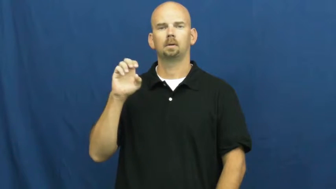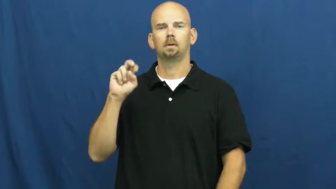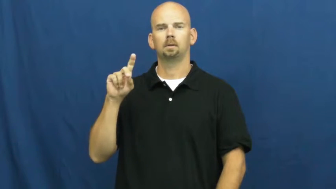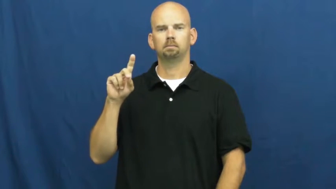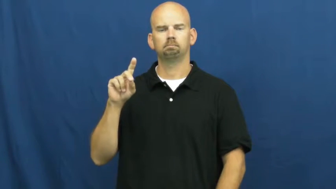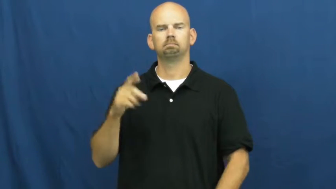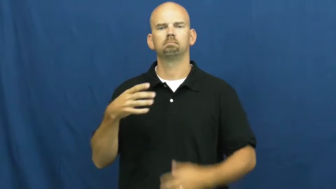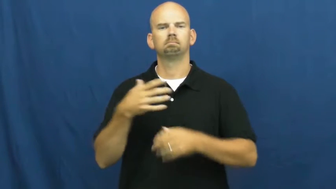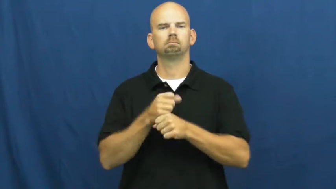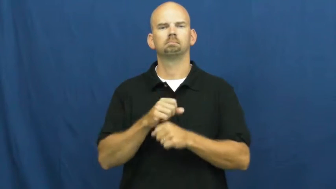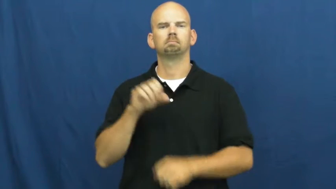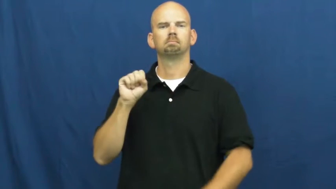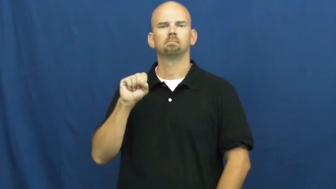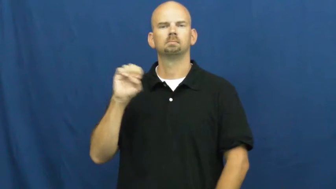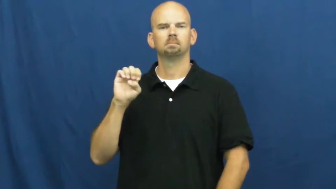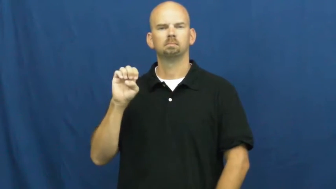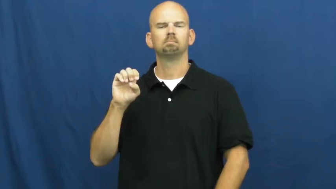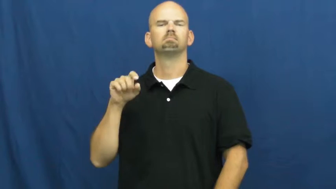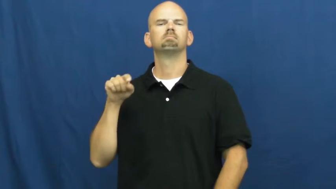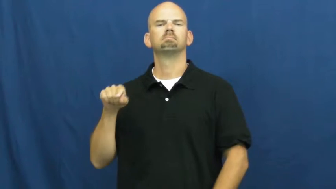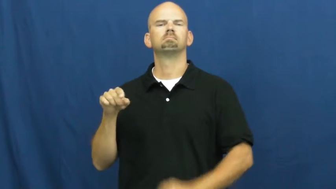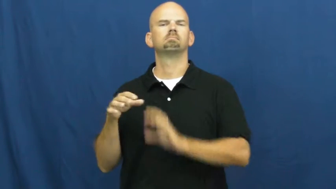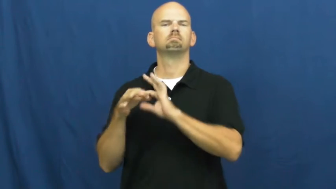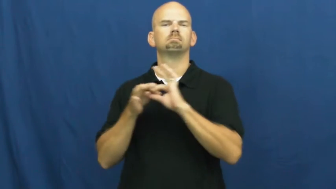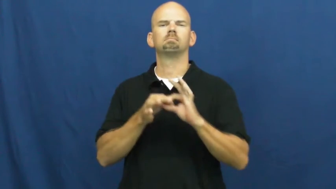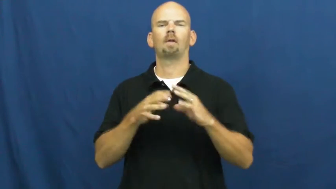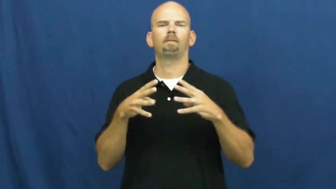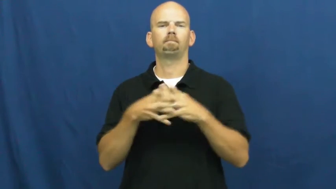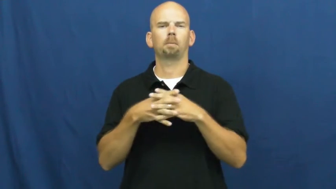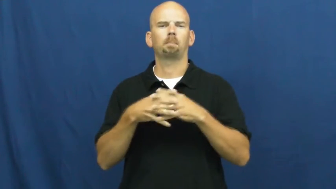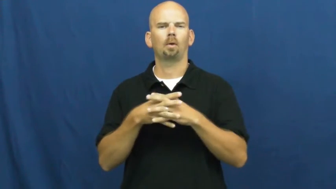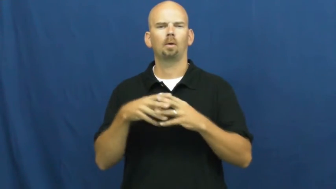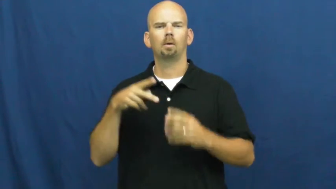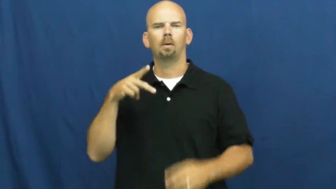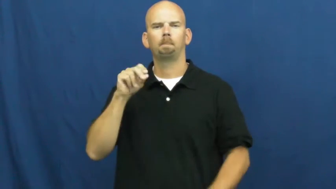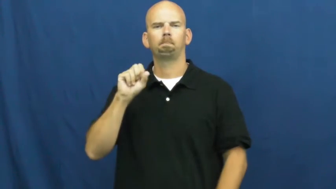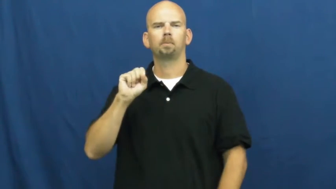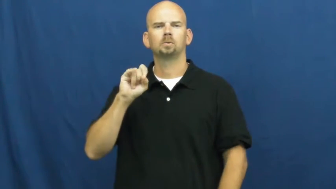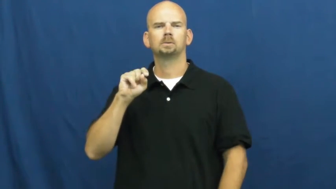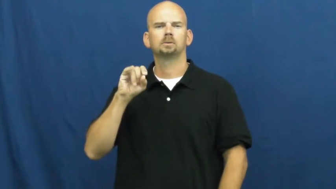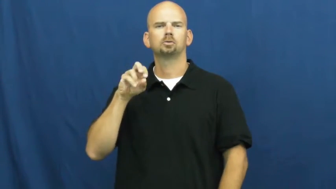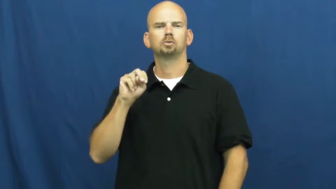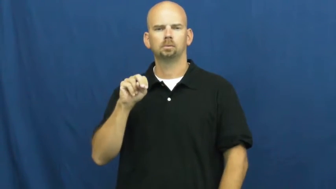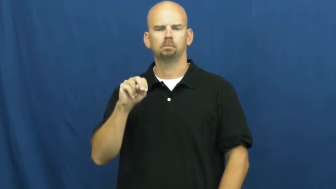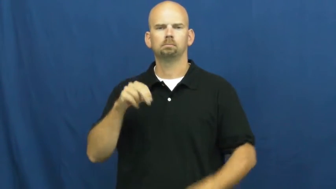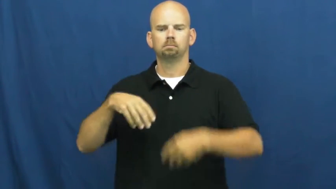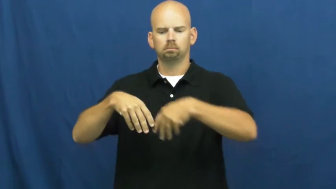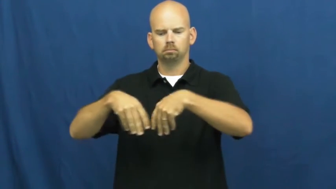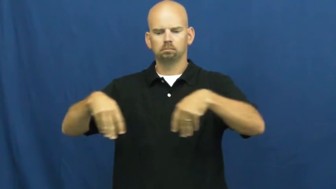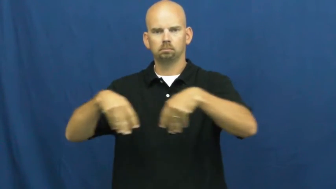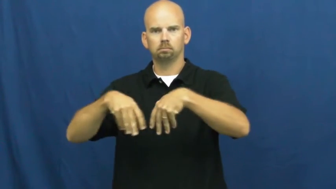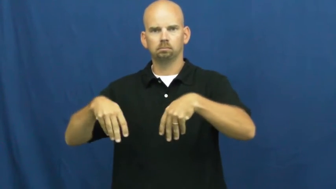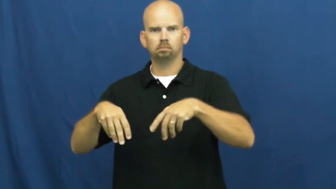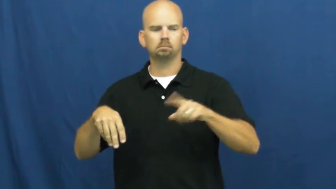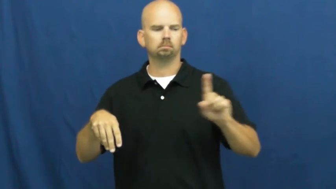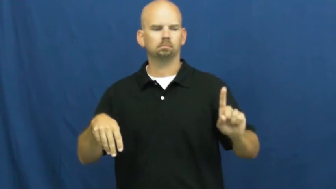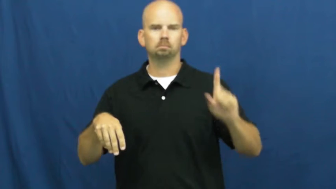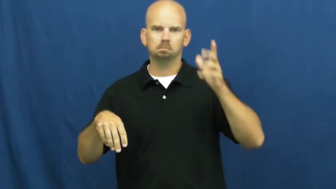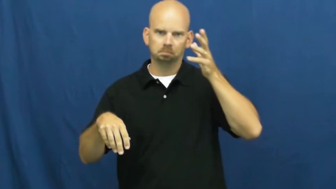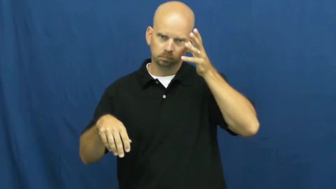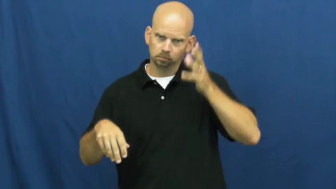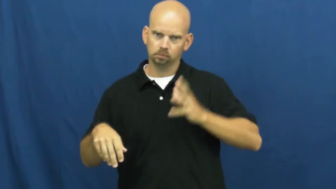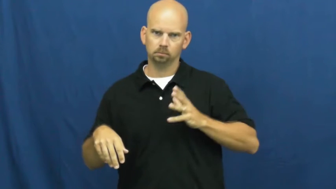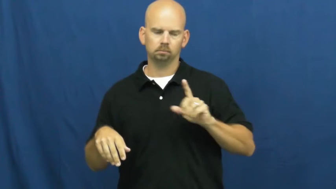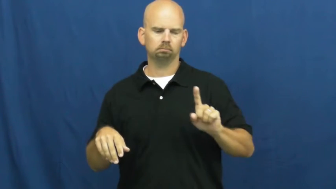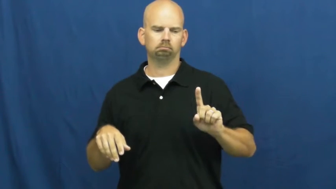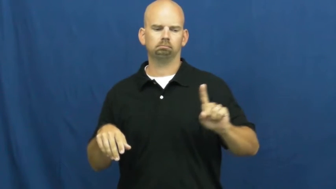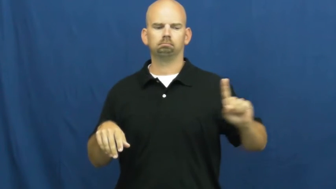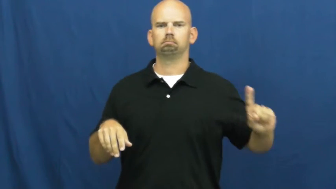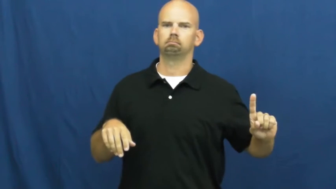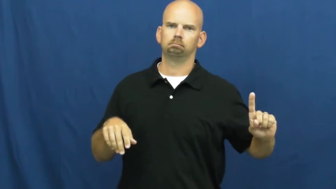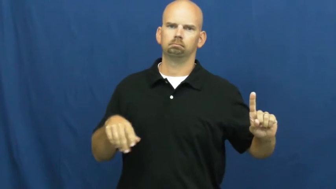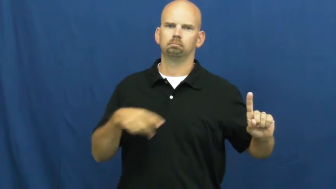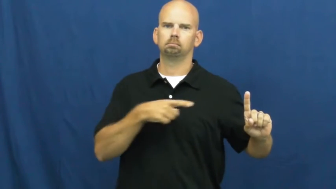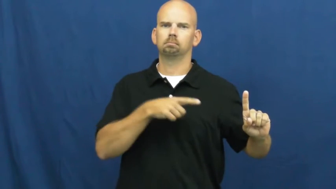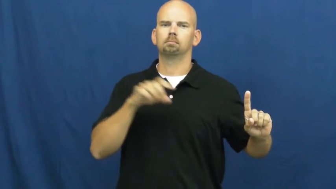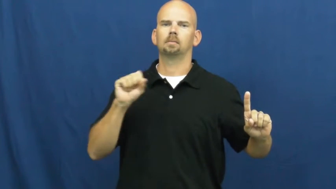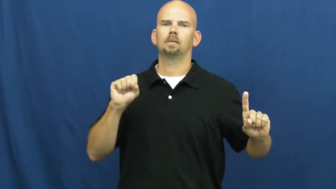split end